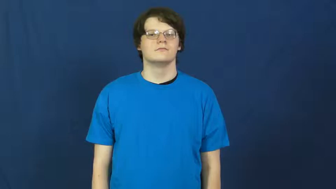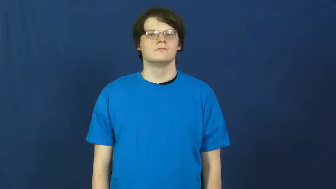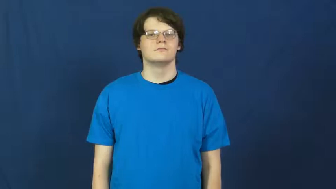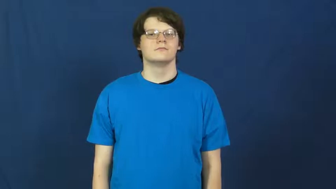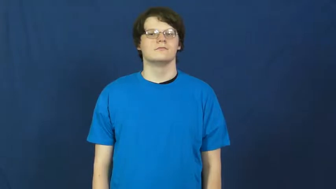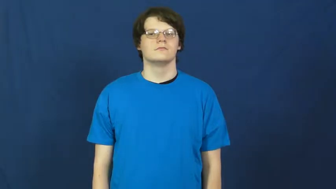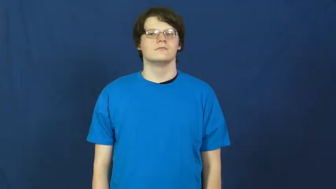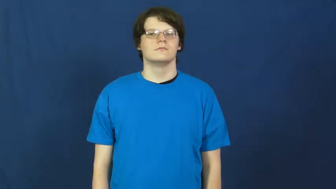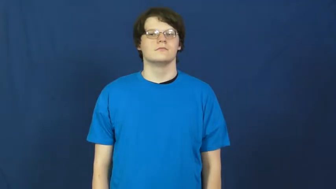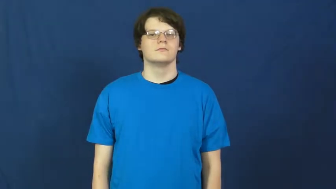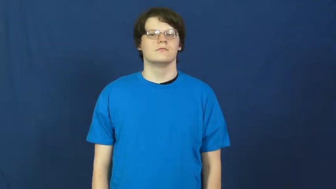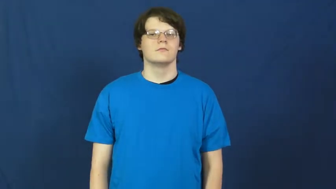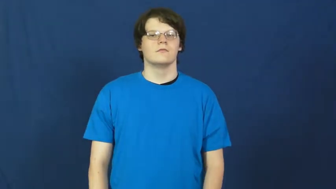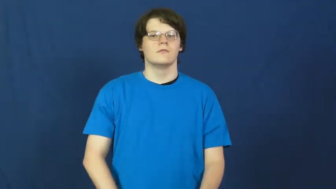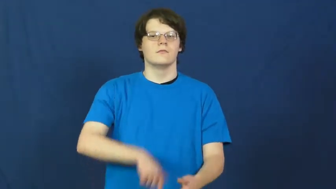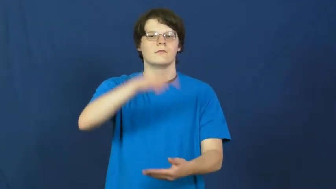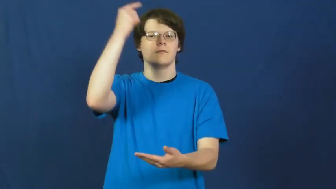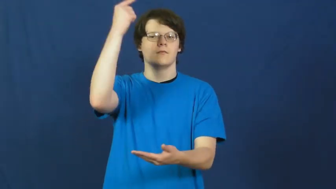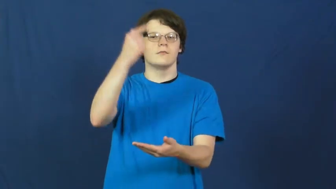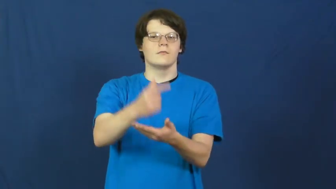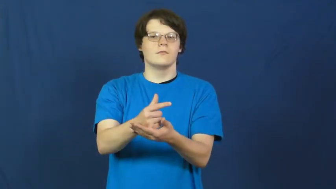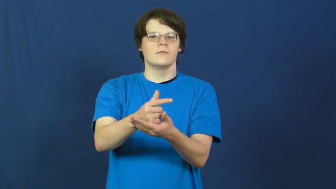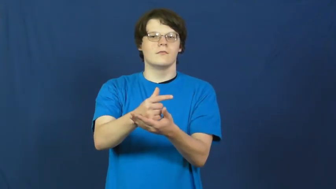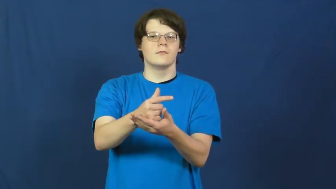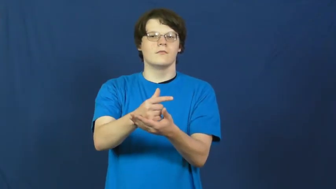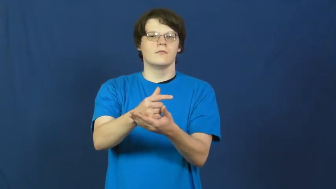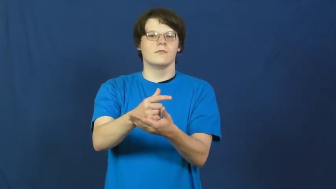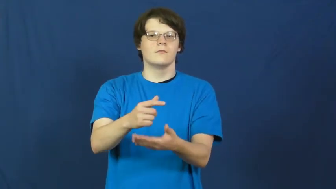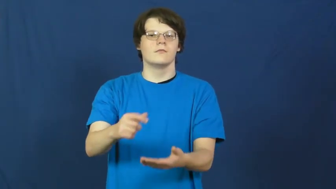graduate,commencement,convocation